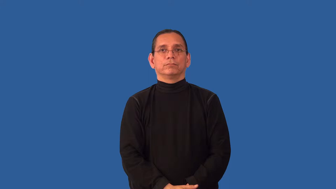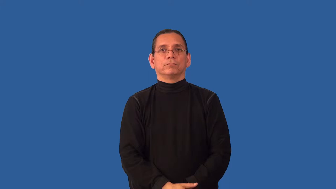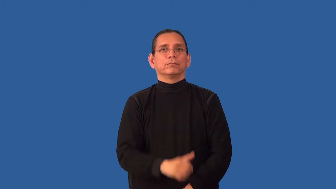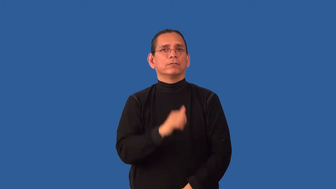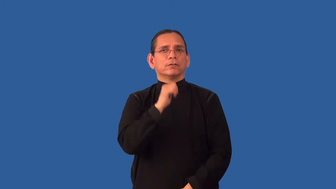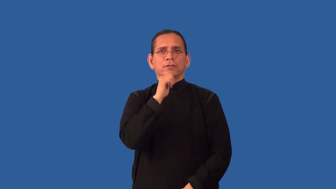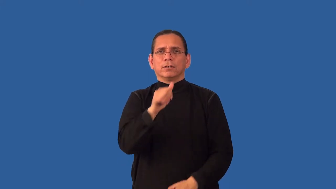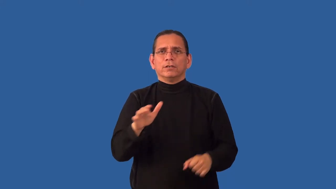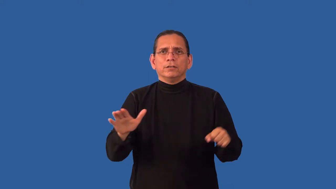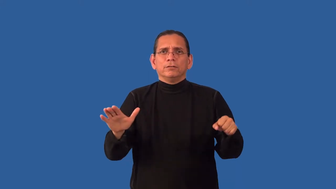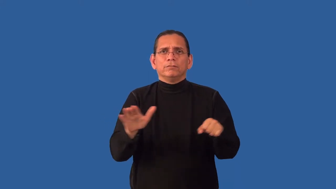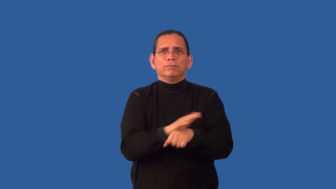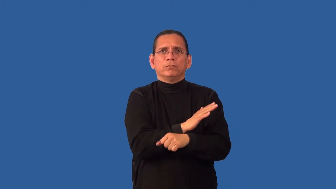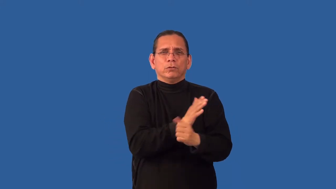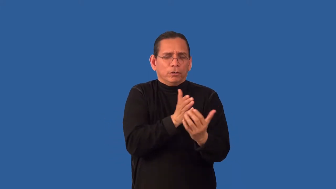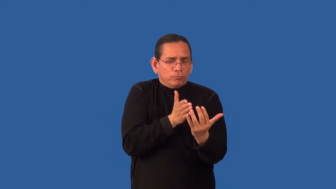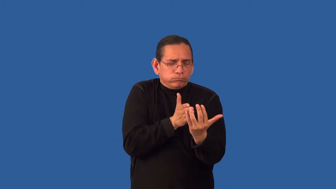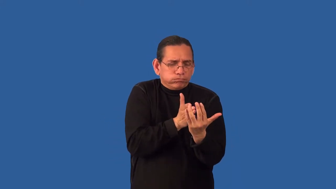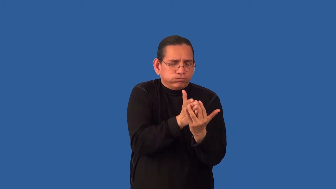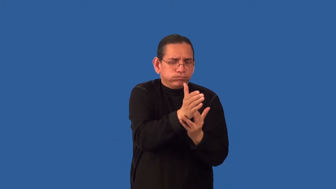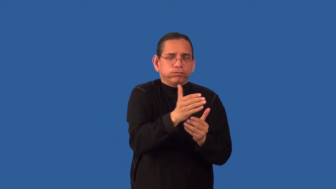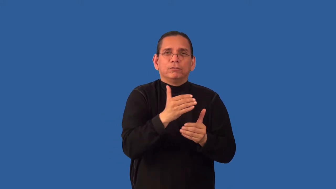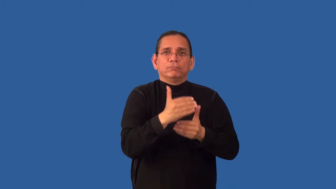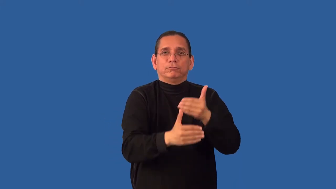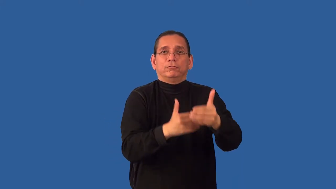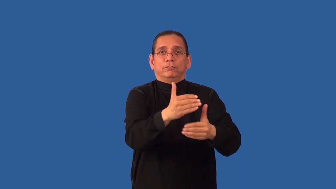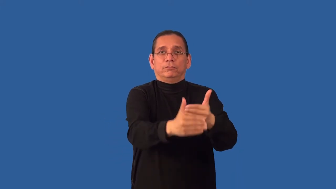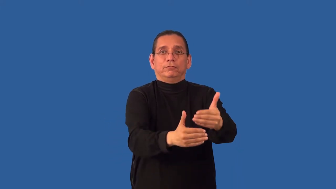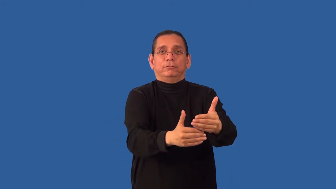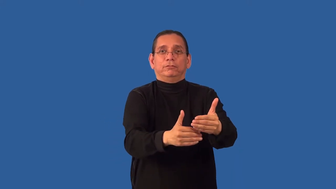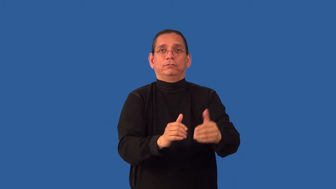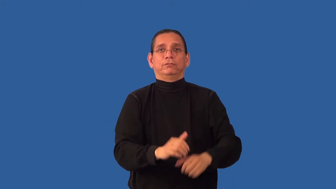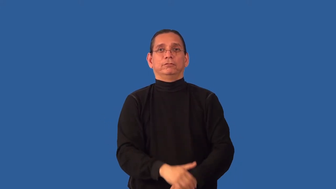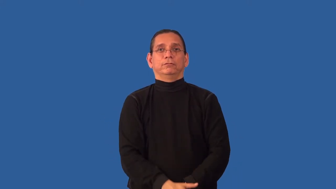unpasteurized